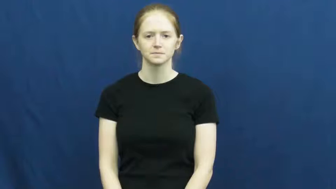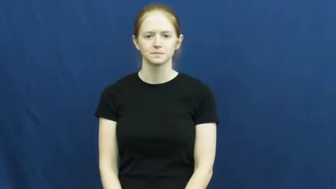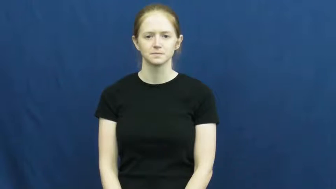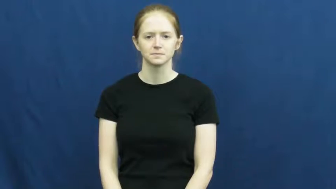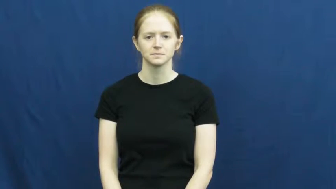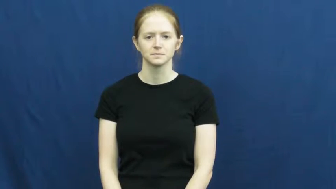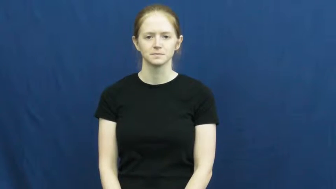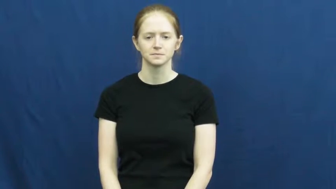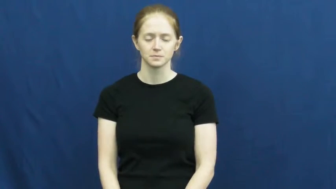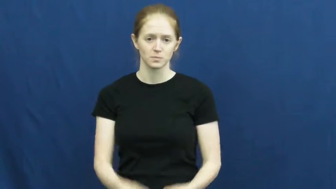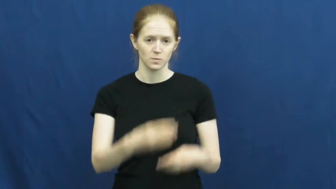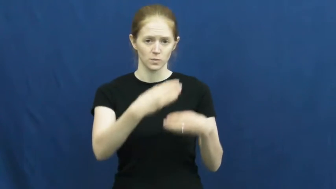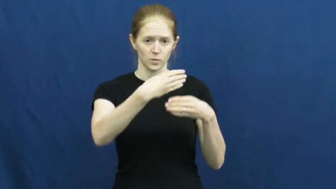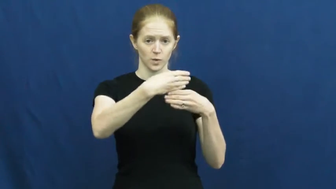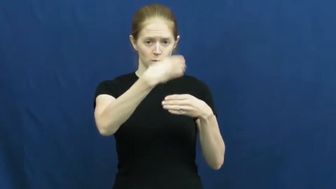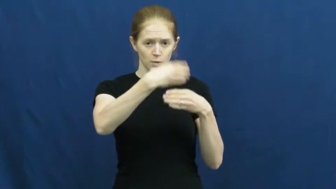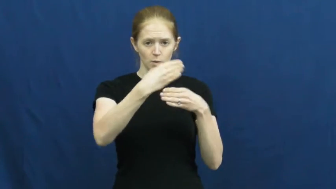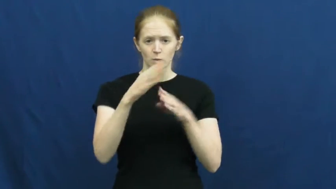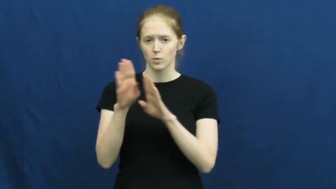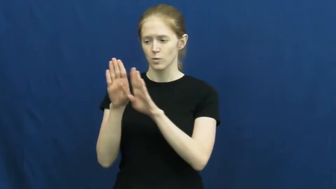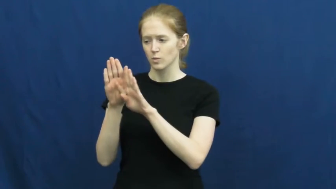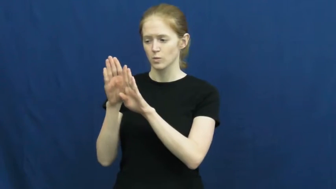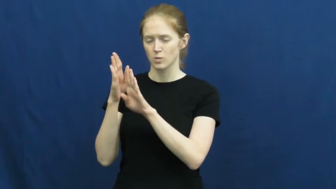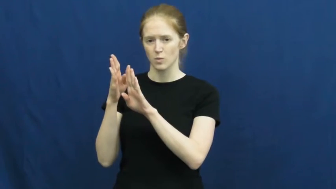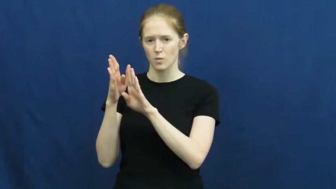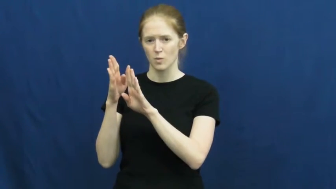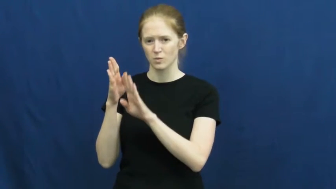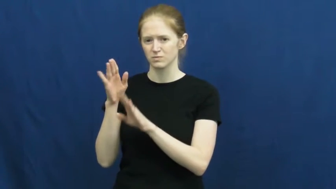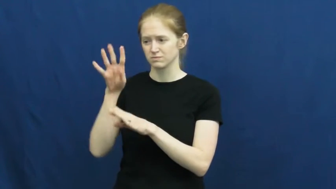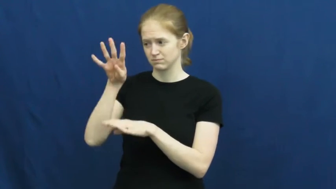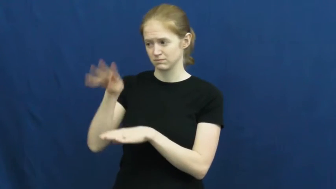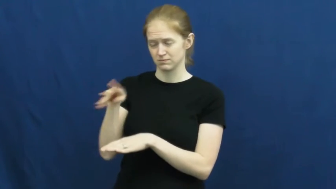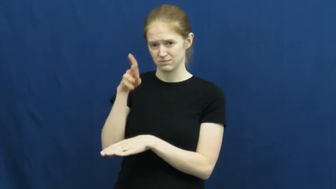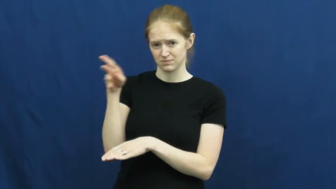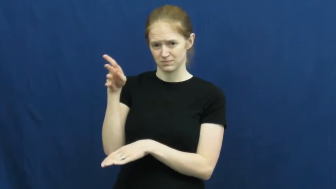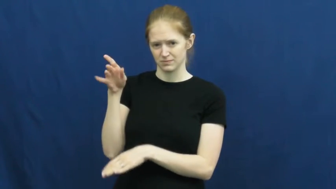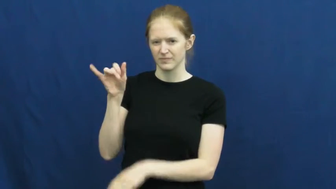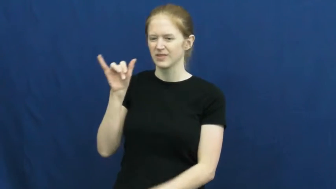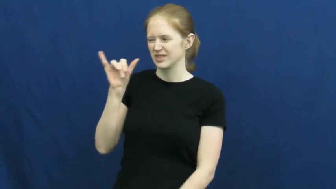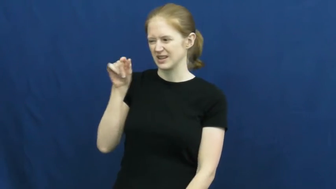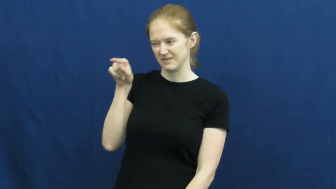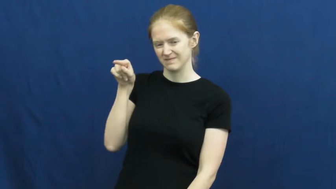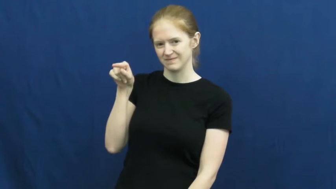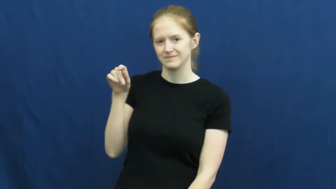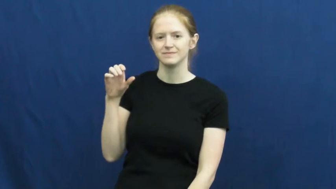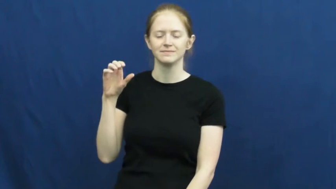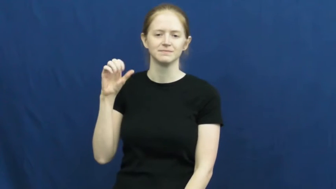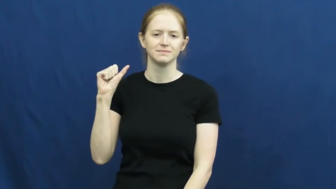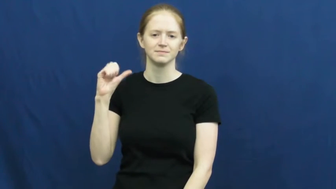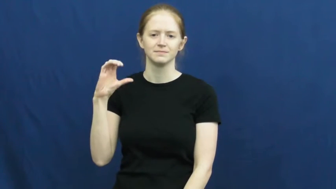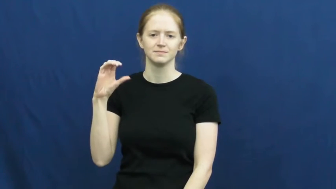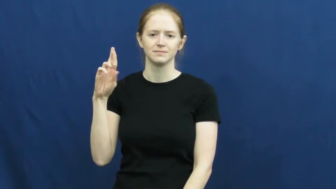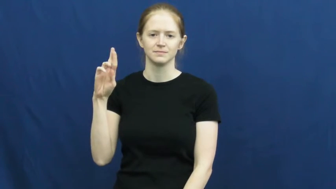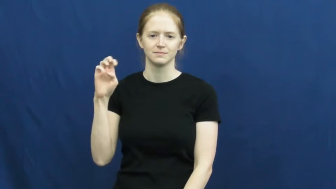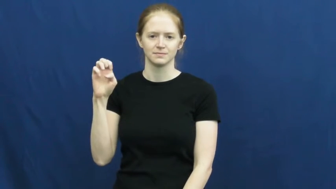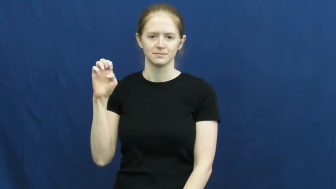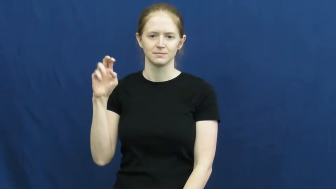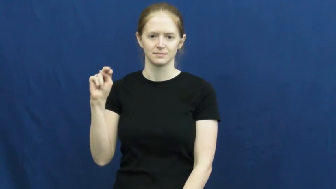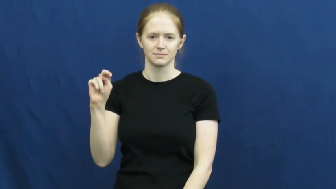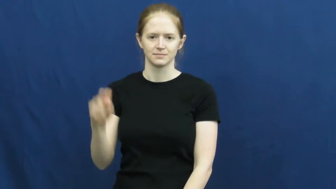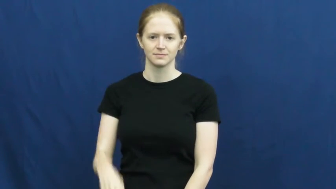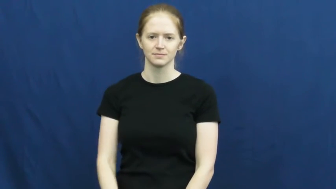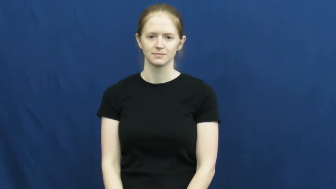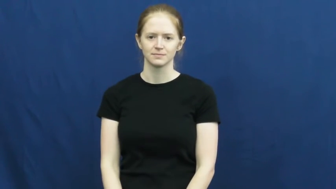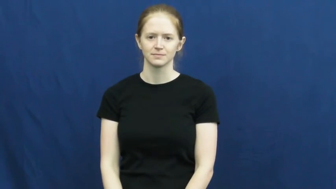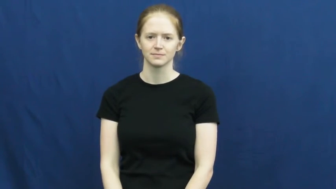screen-door